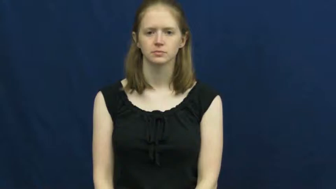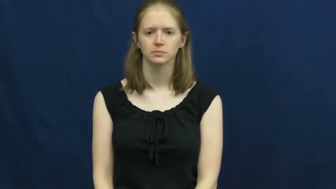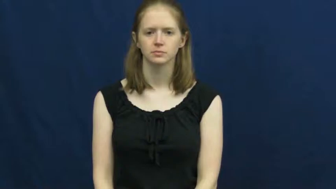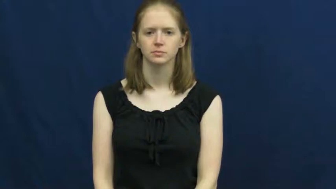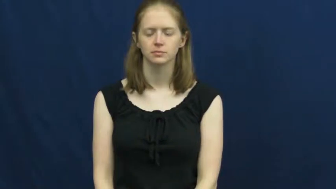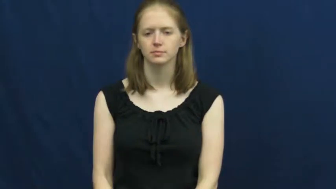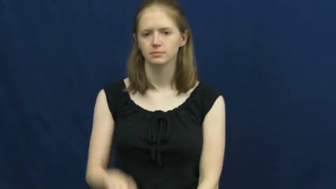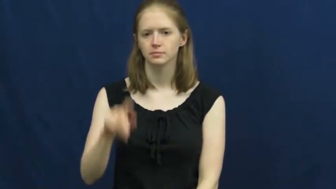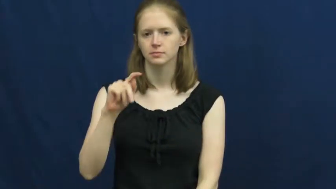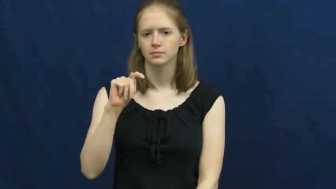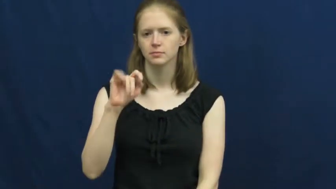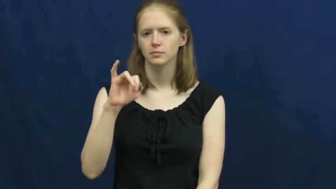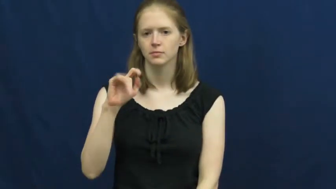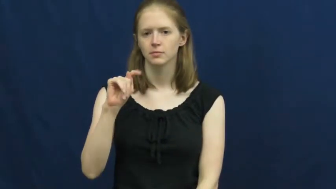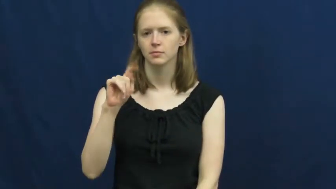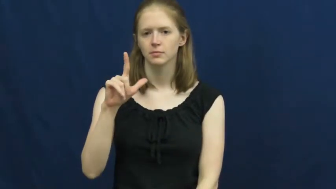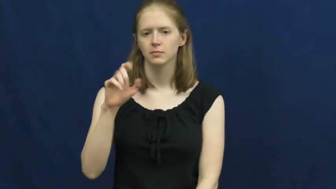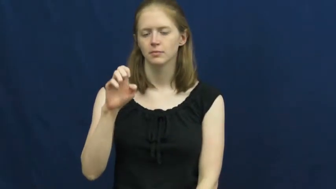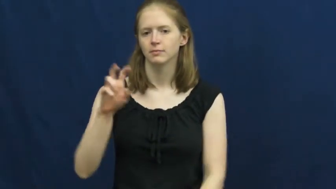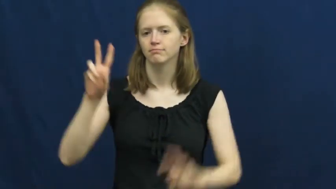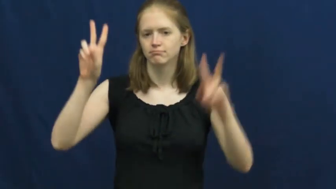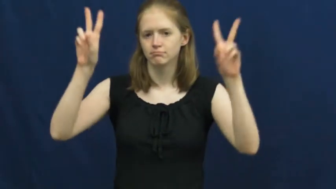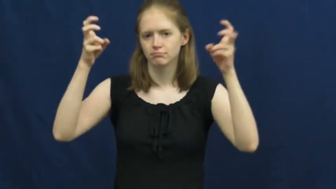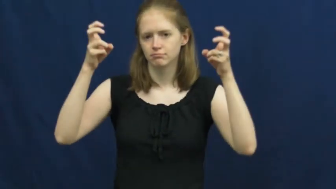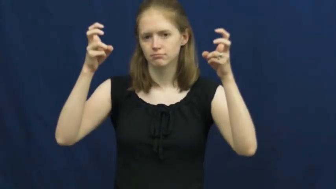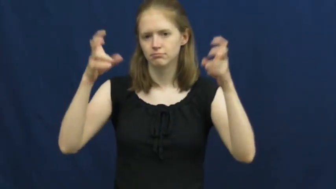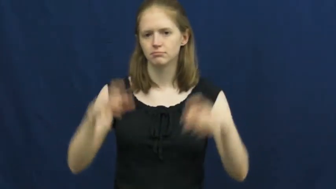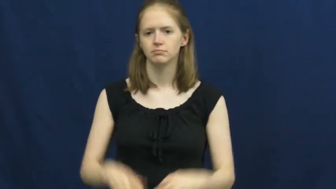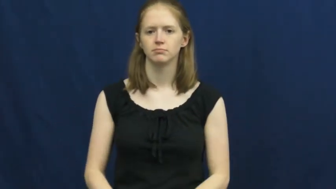theme